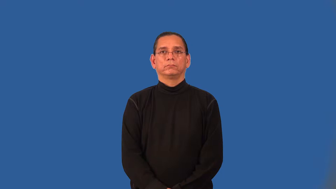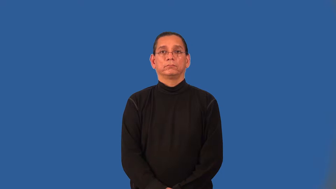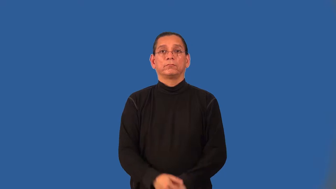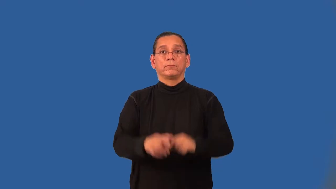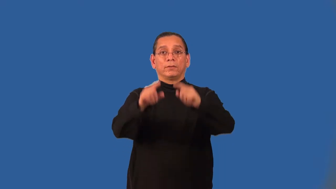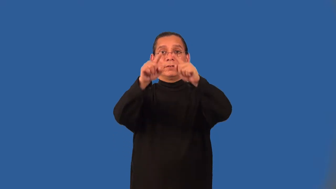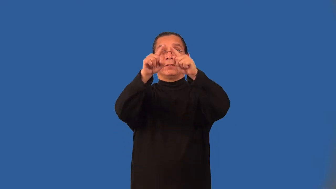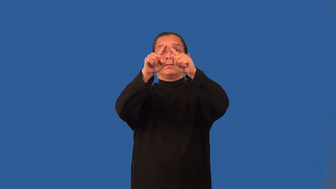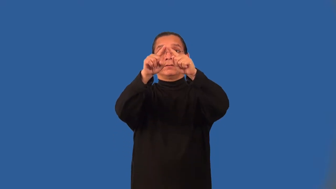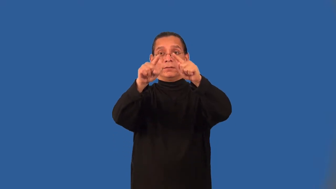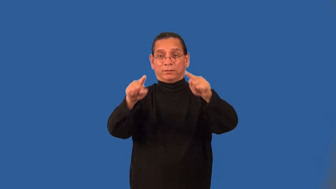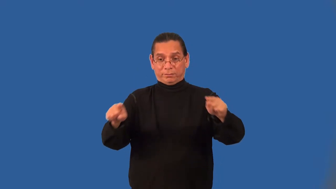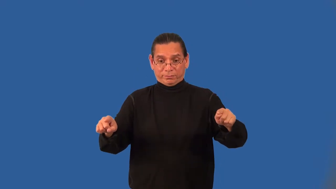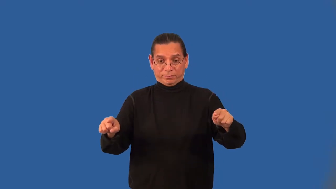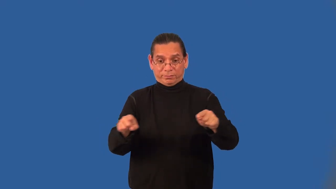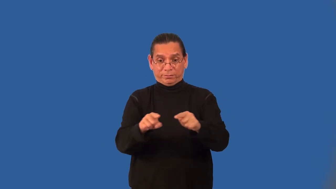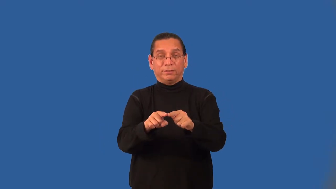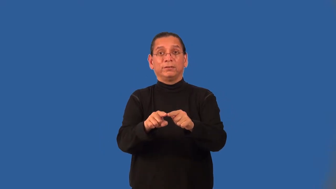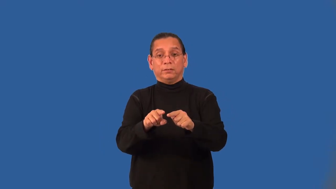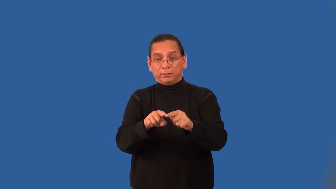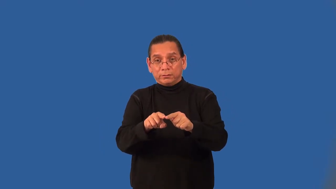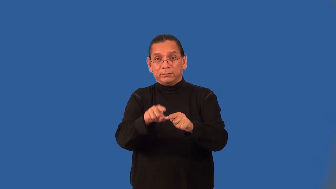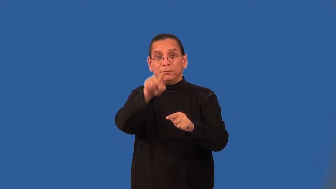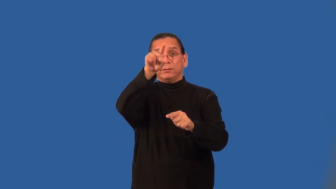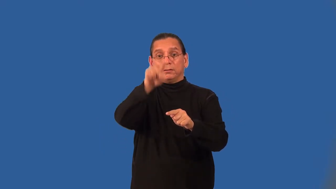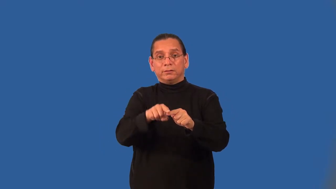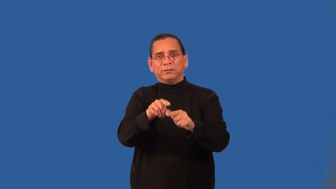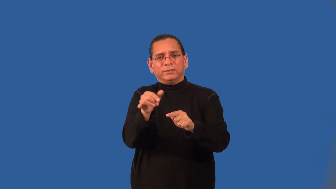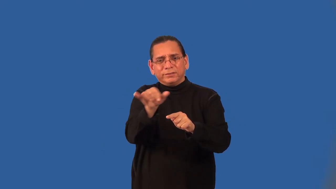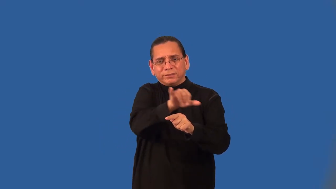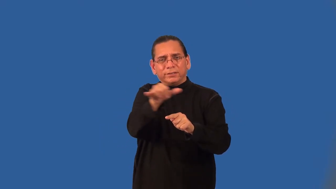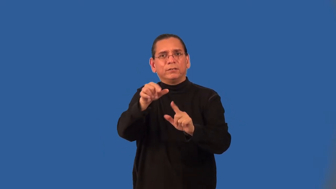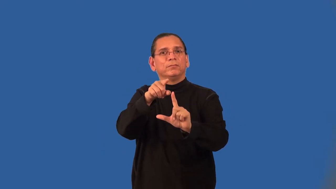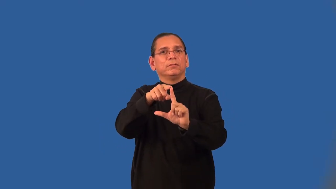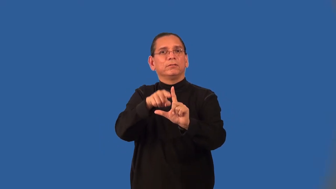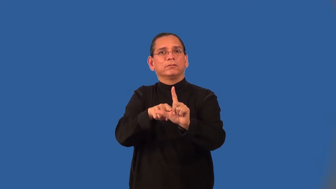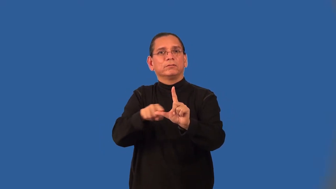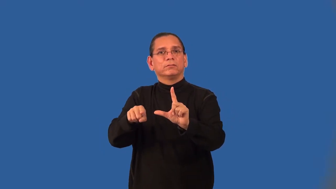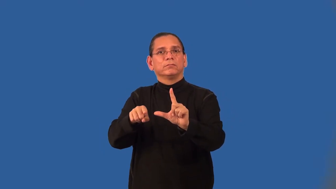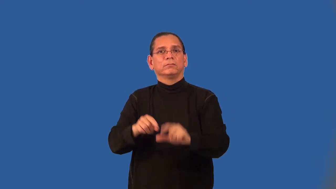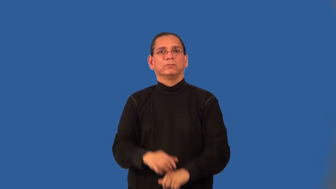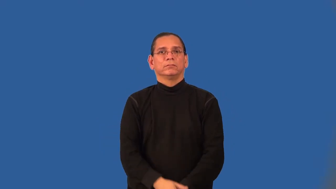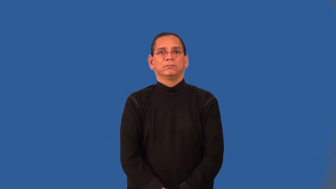angle bisector of a triangle